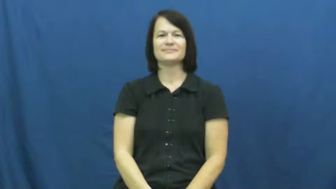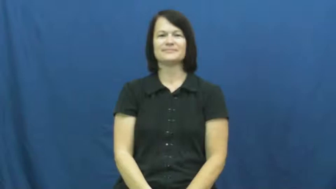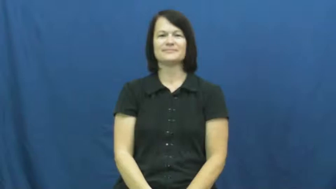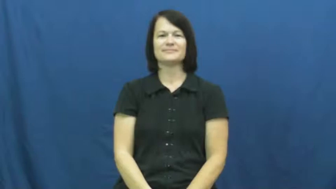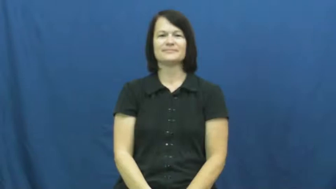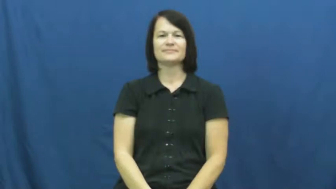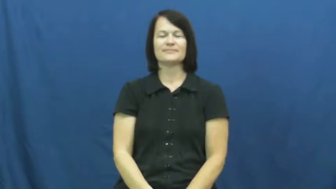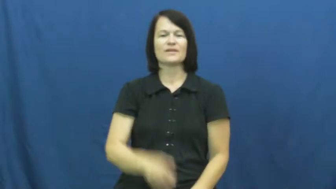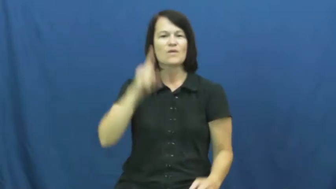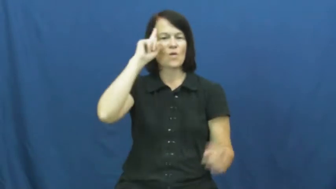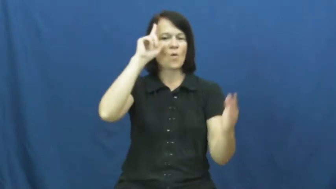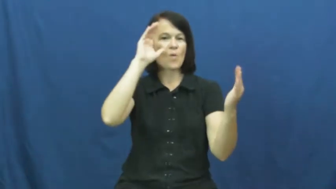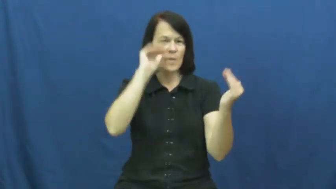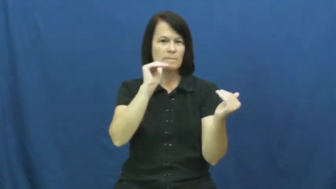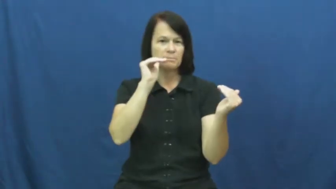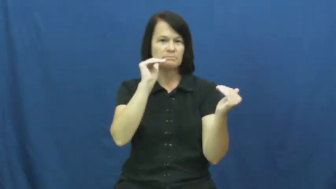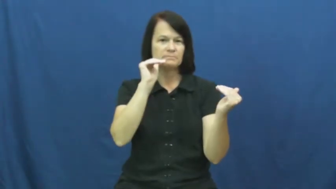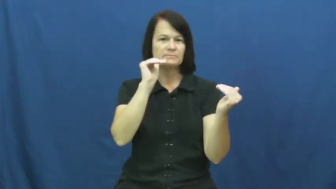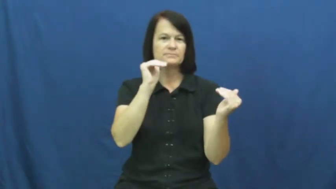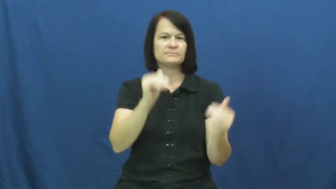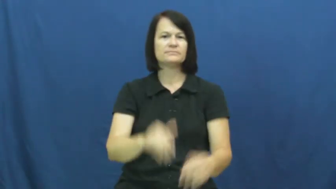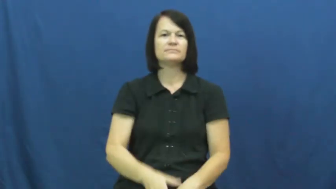hope